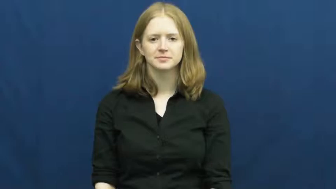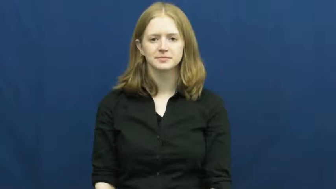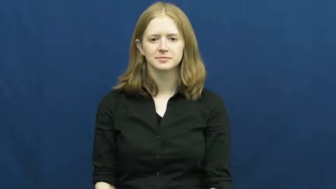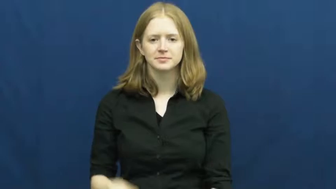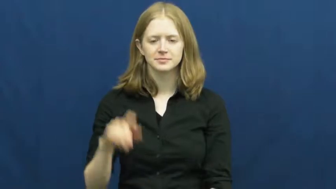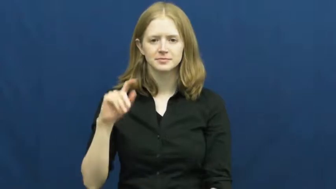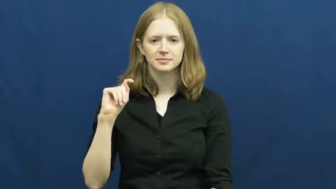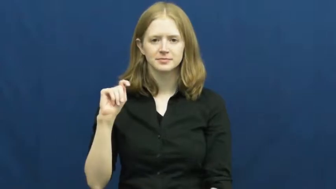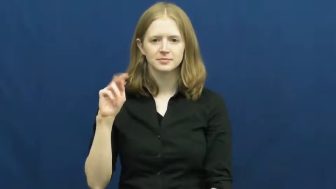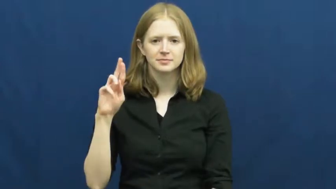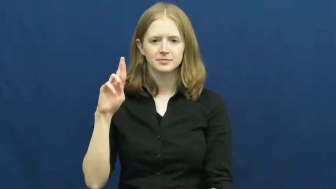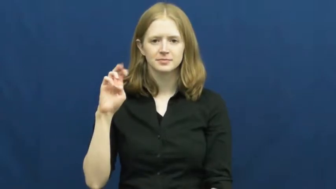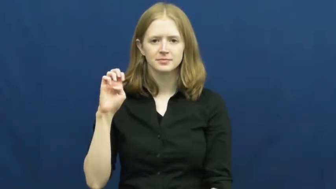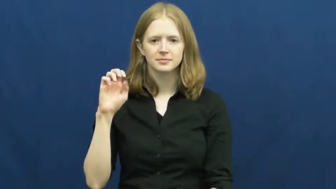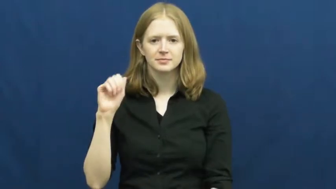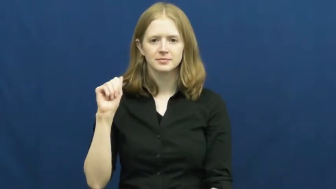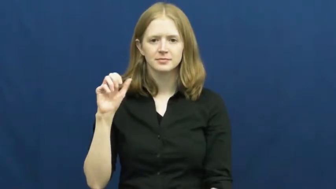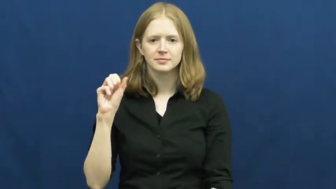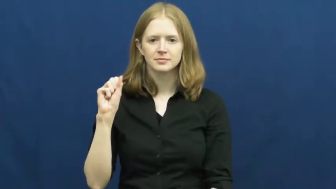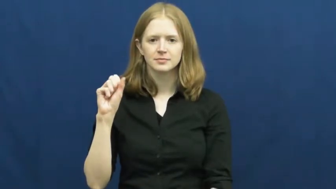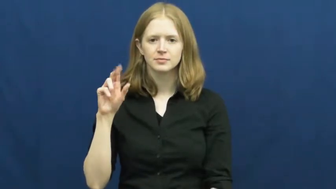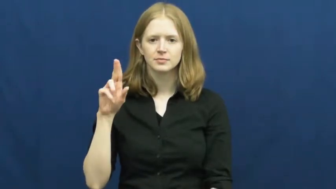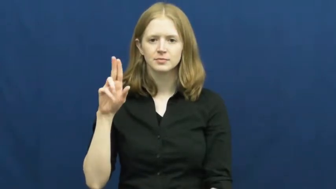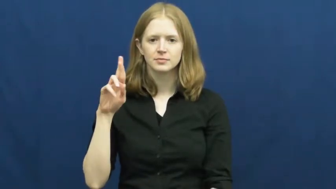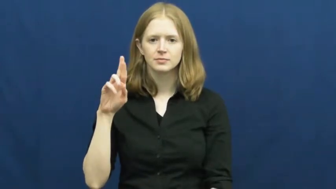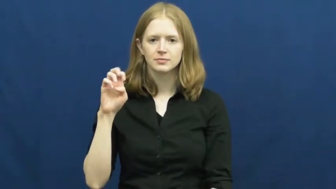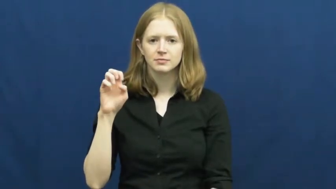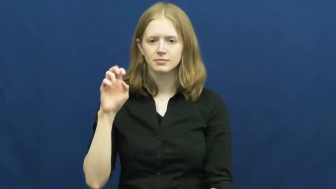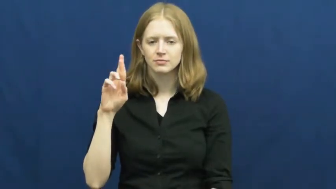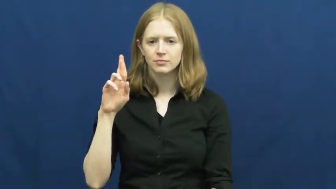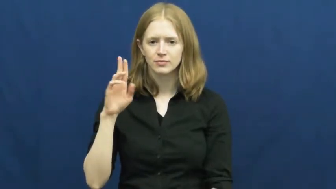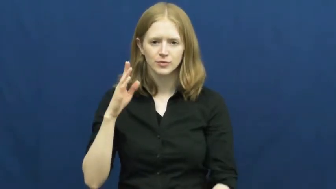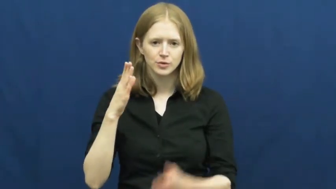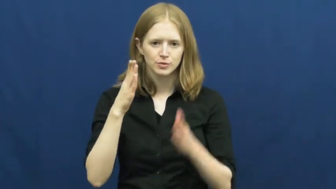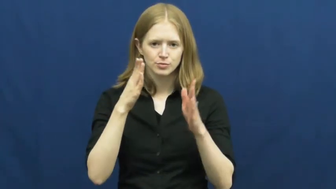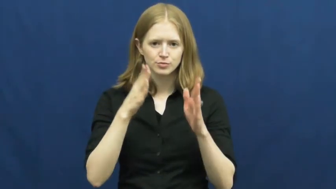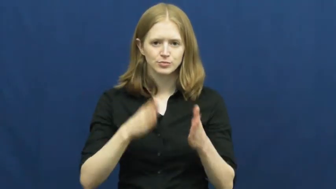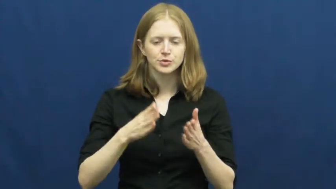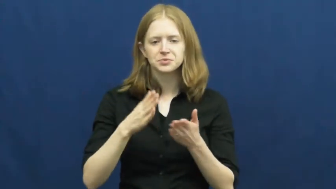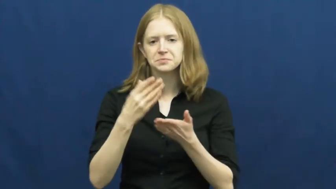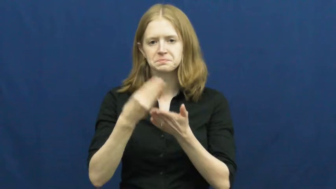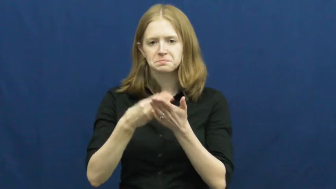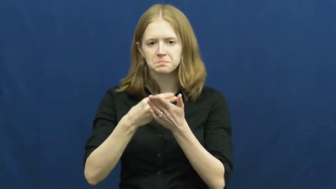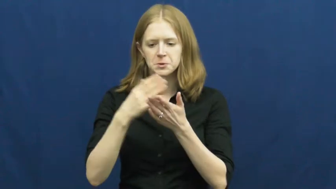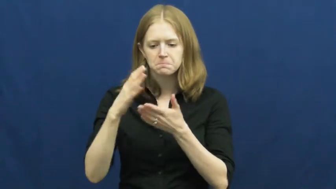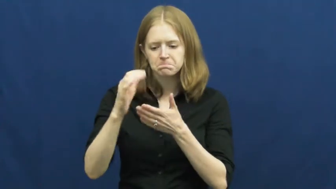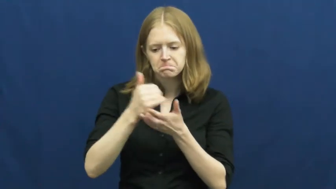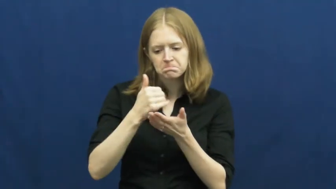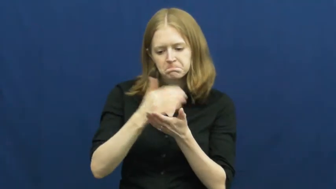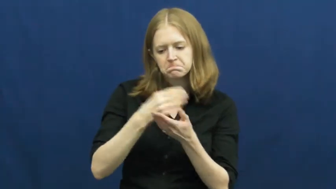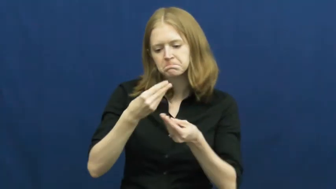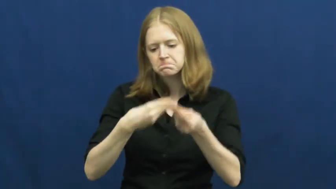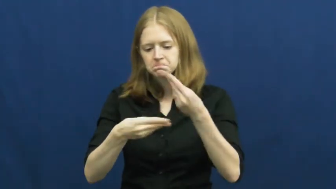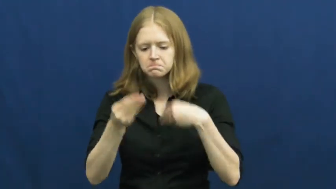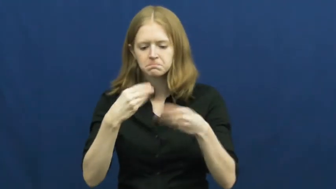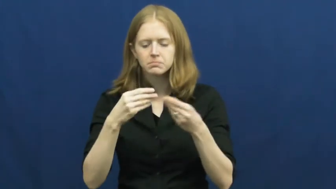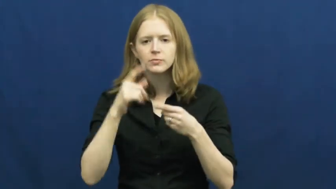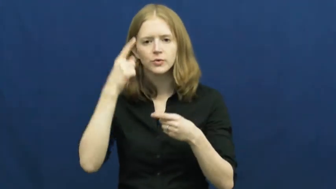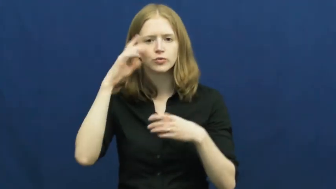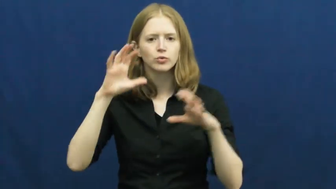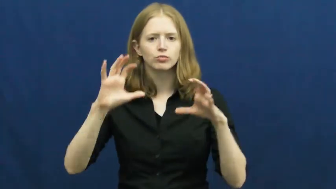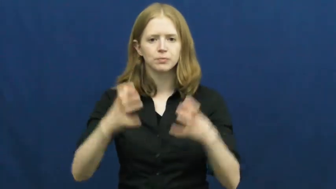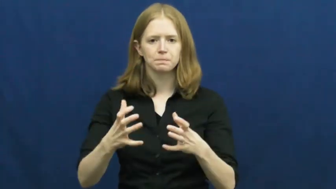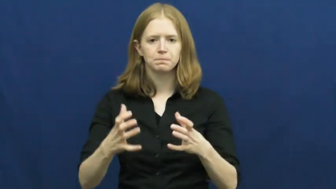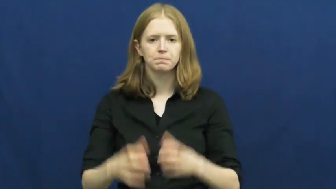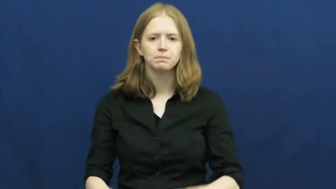treasurer